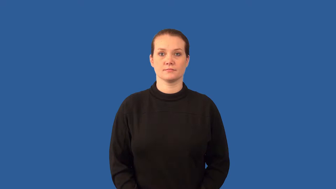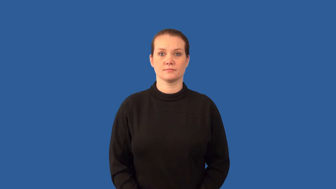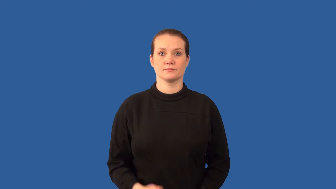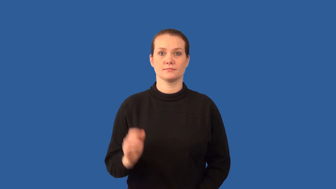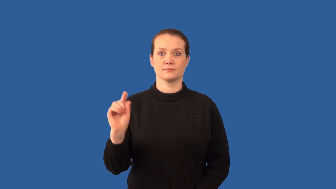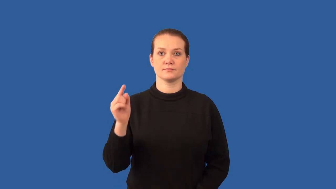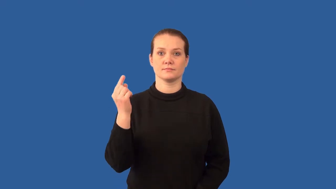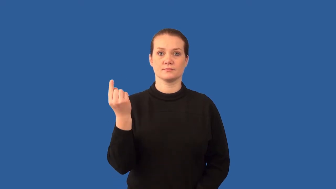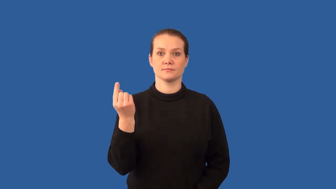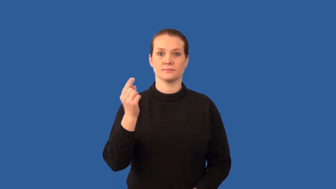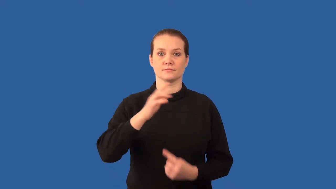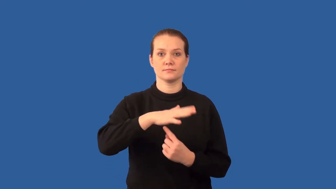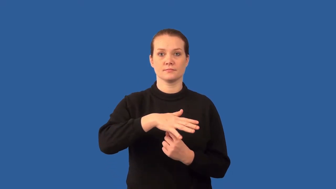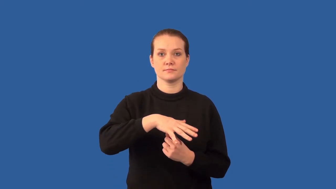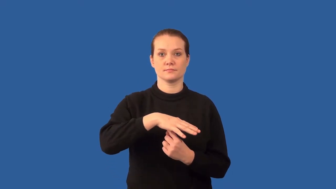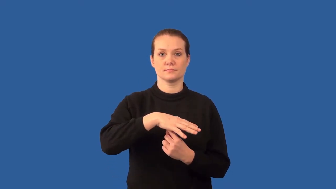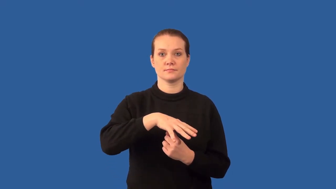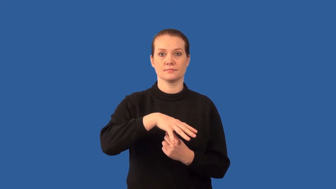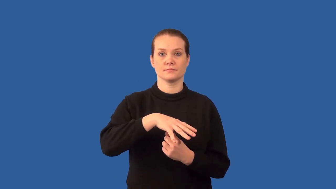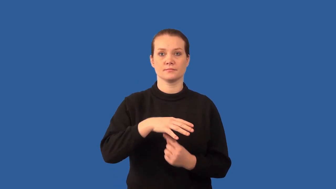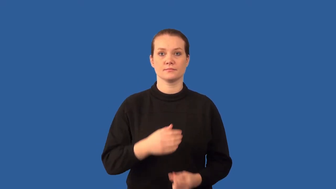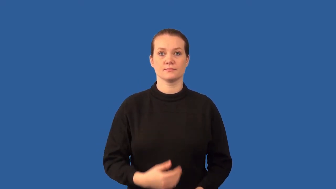cotyledons